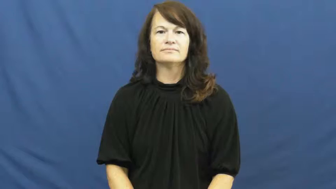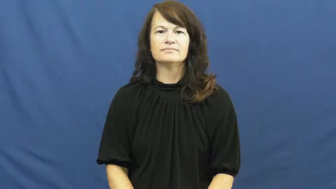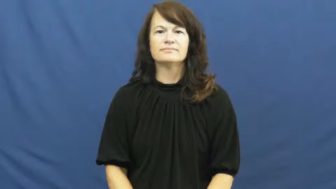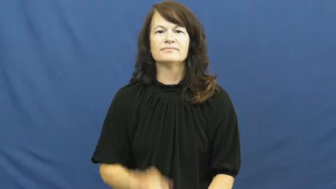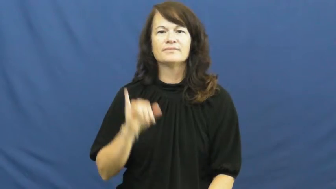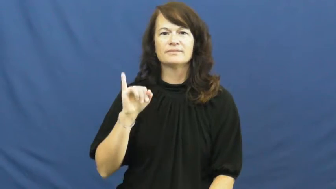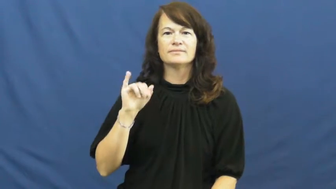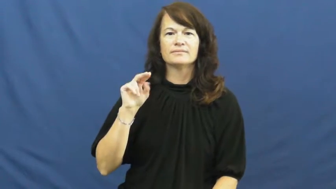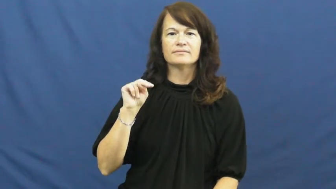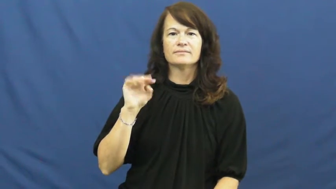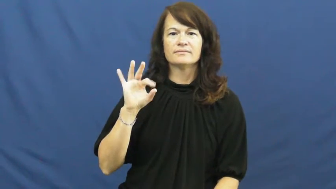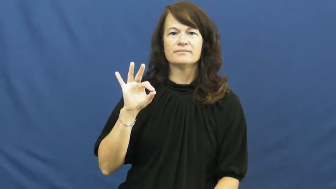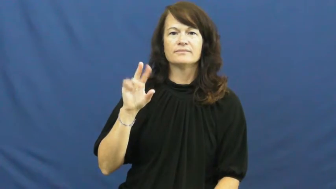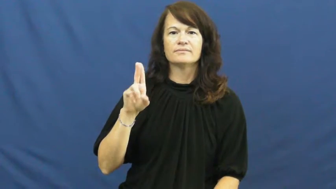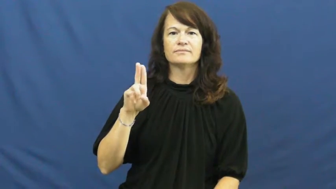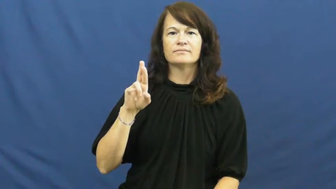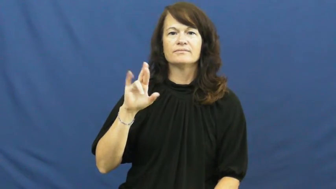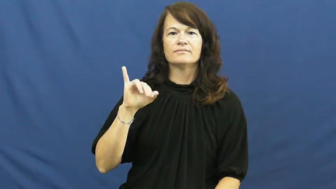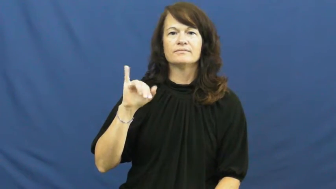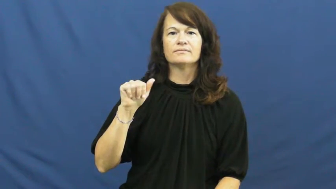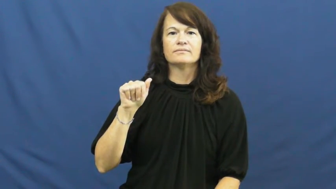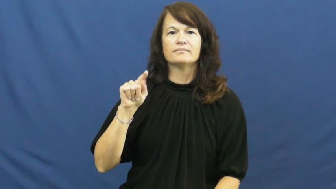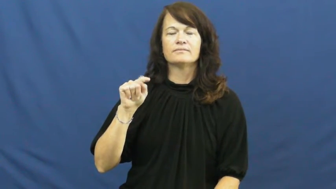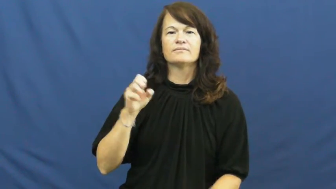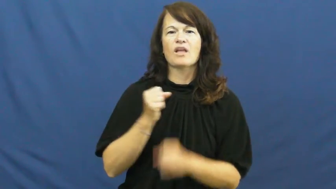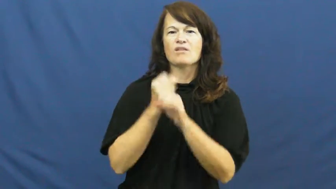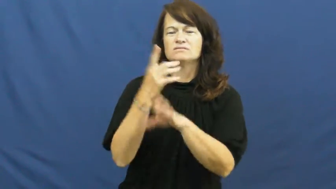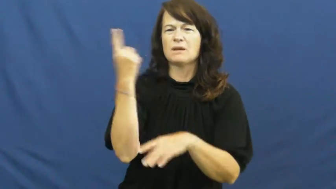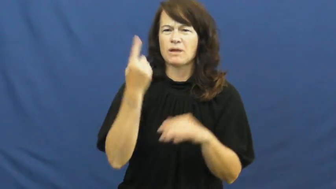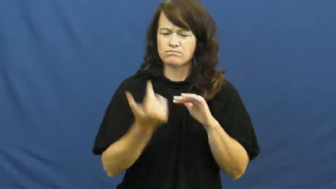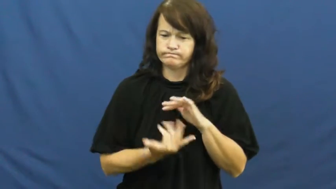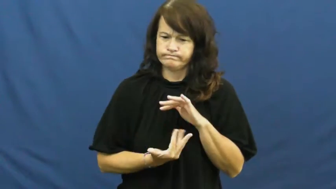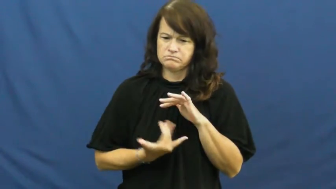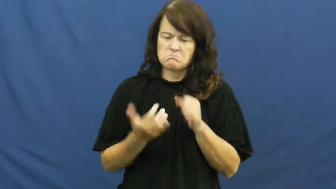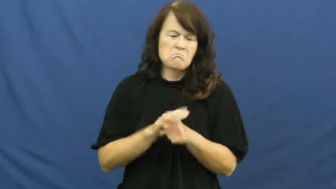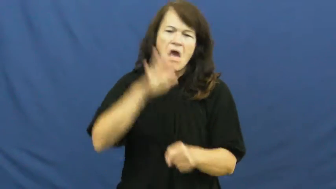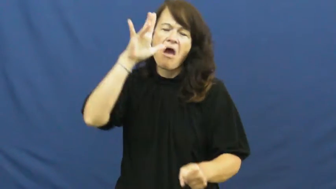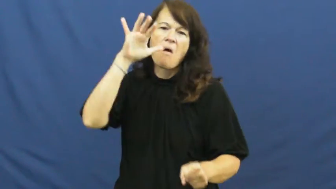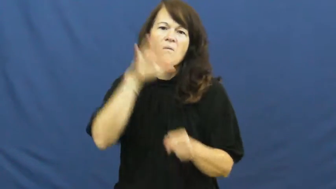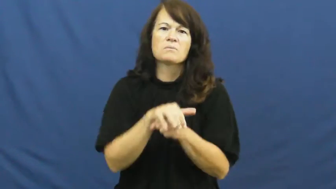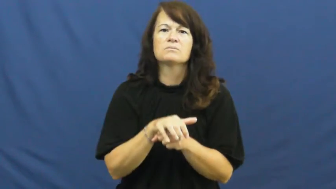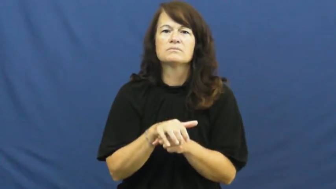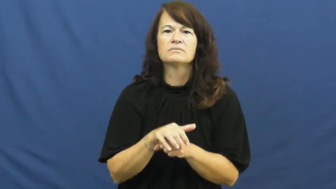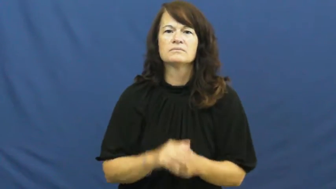infuriate